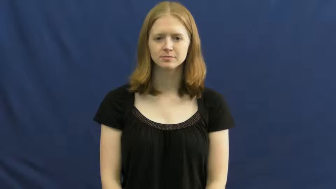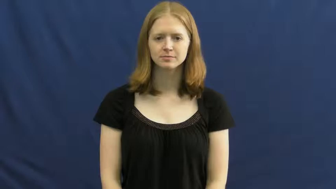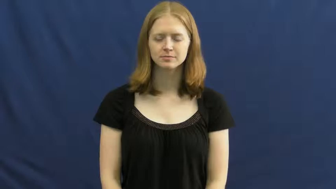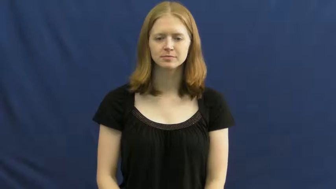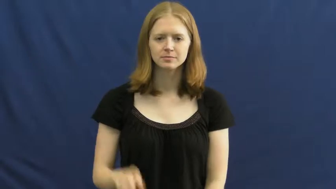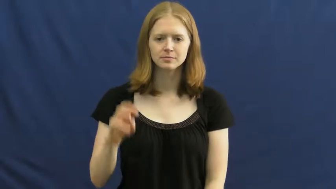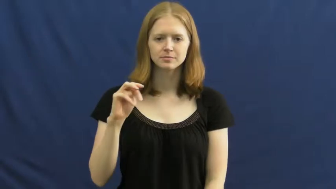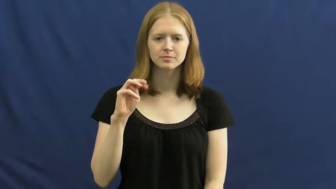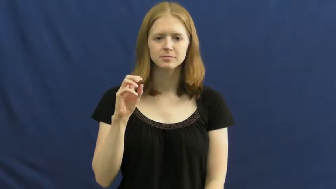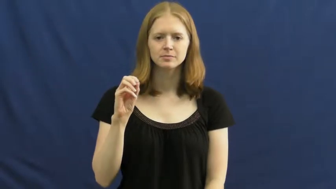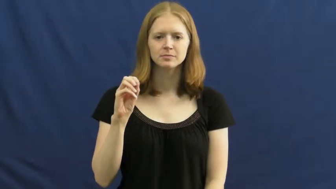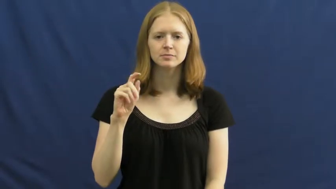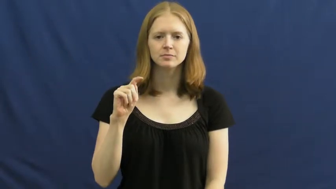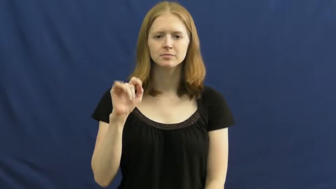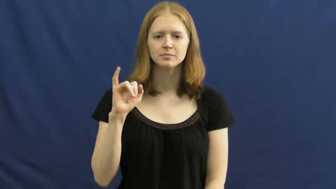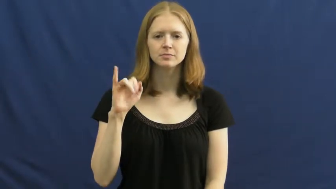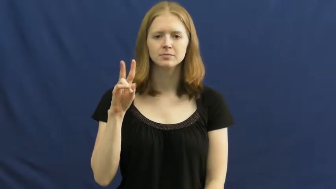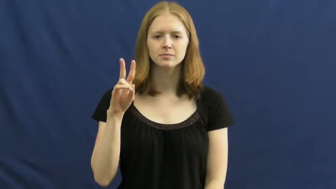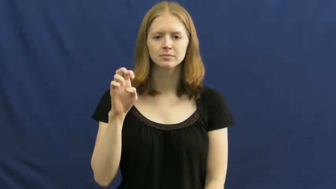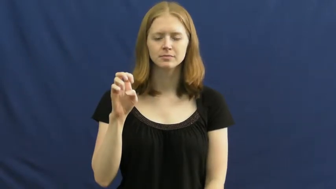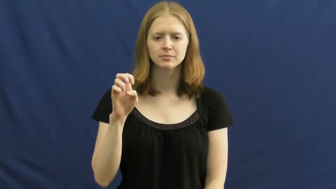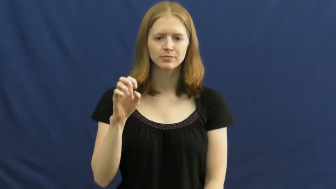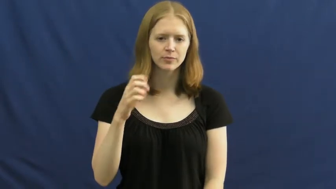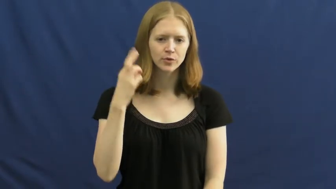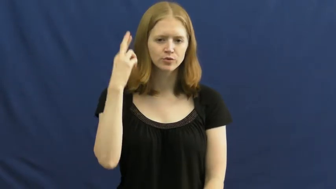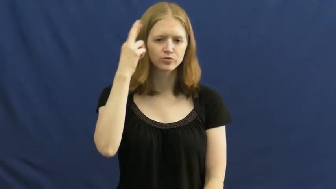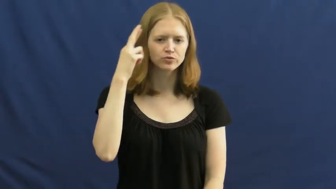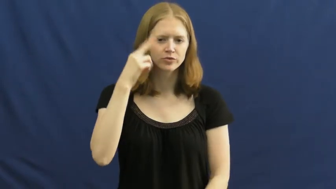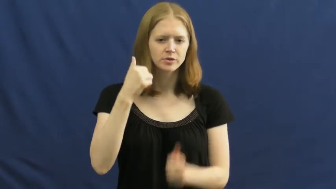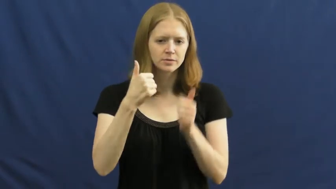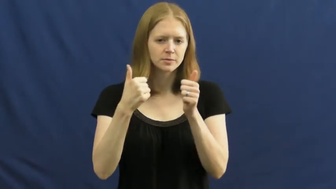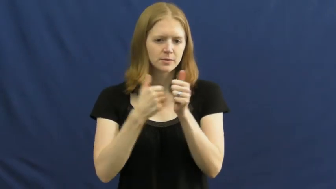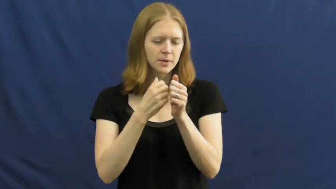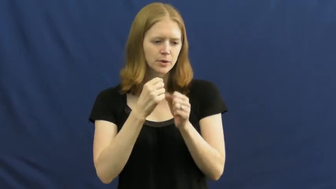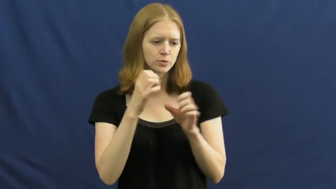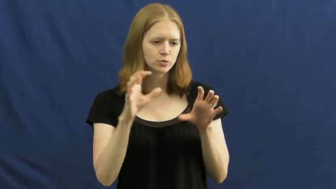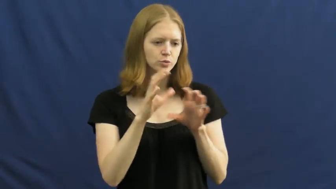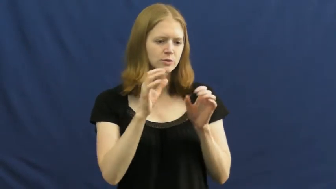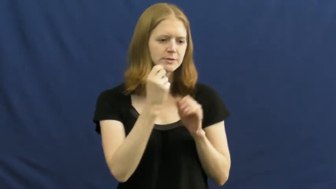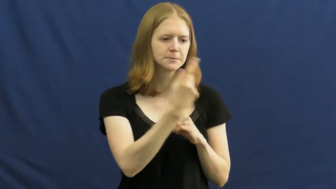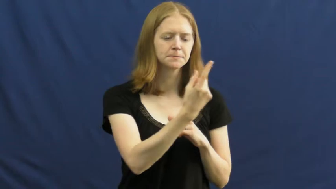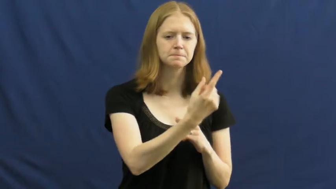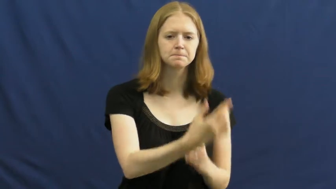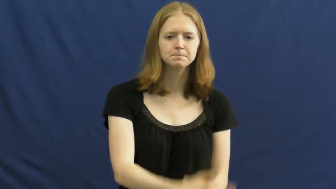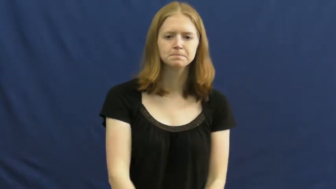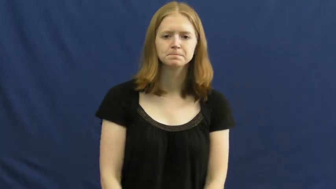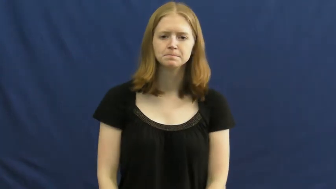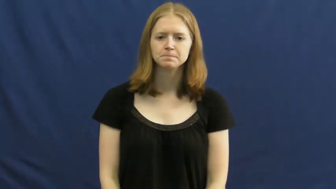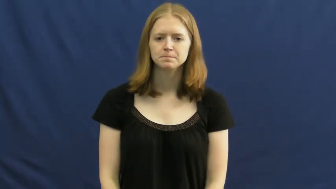motive